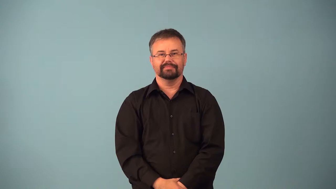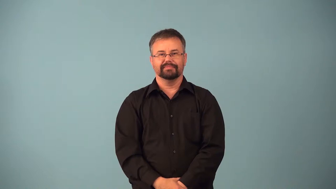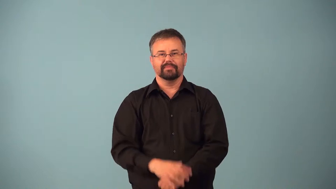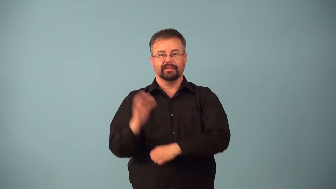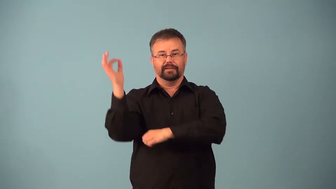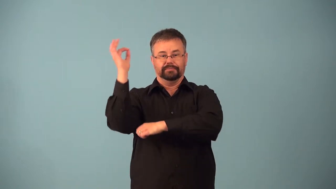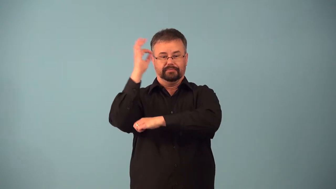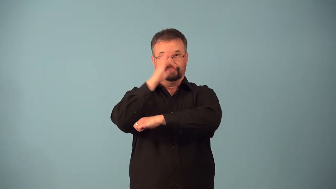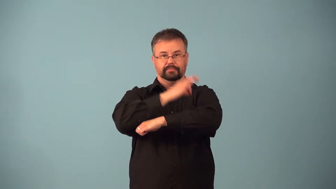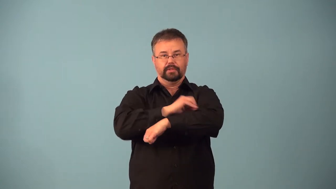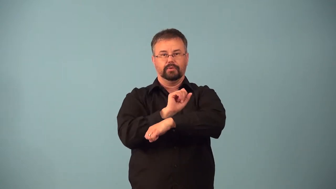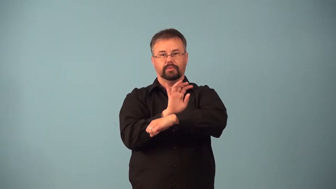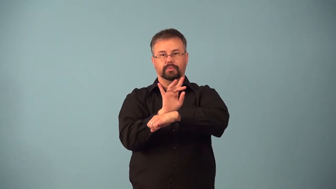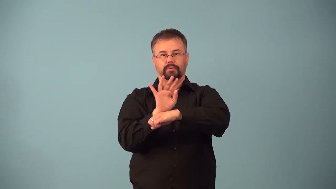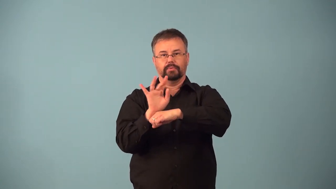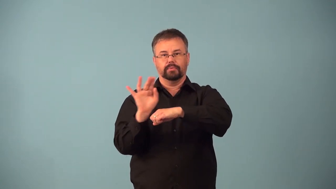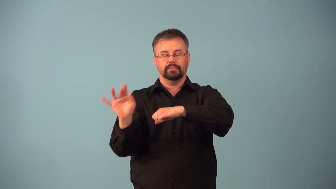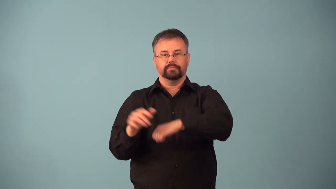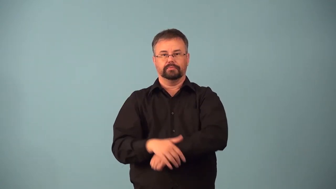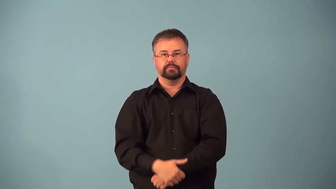afterglow-sunset